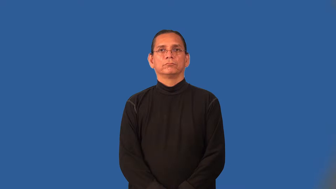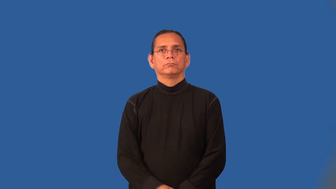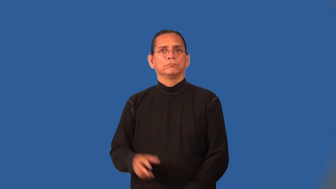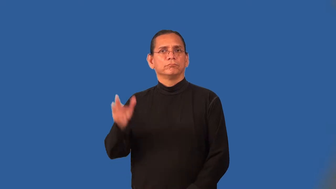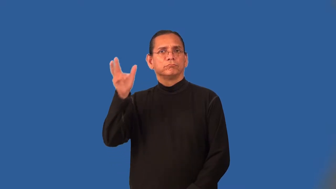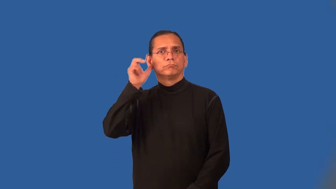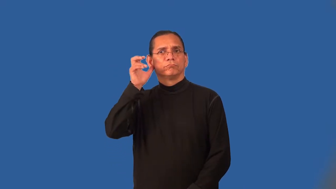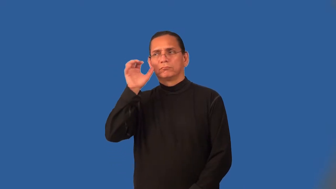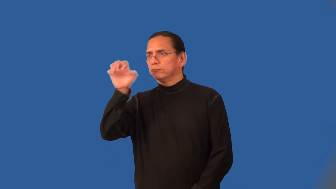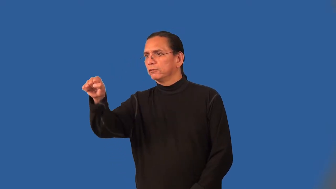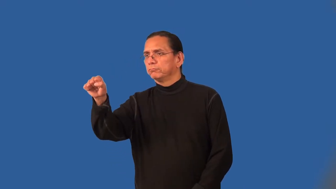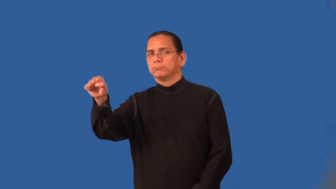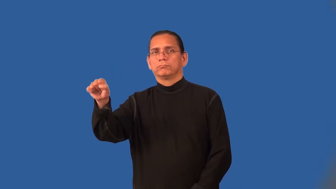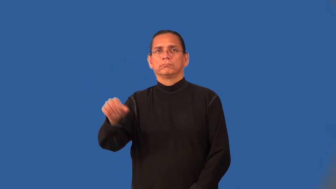overhear